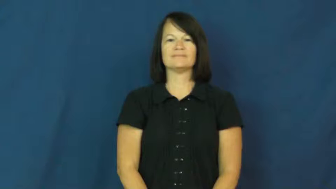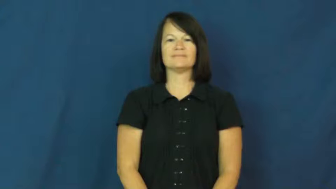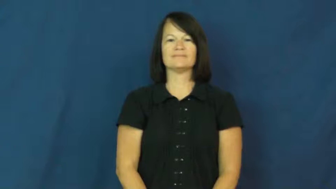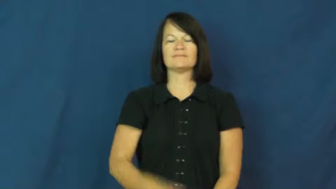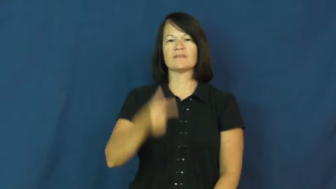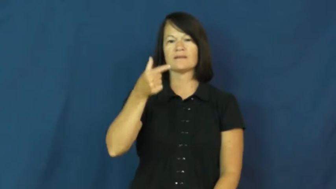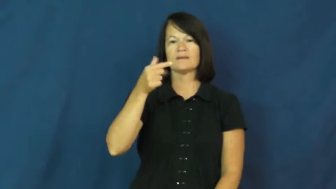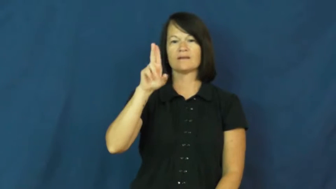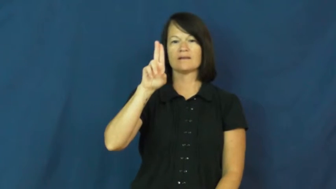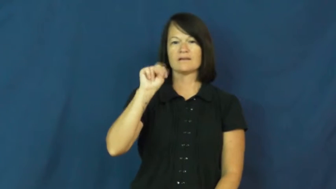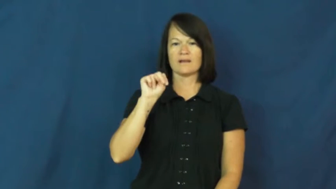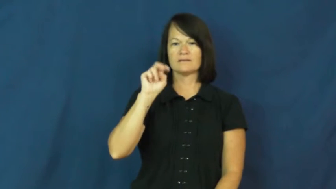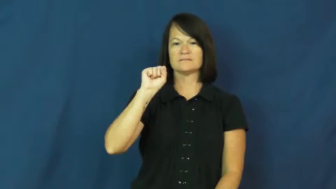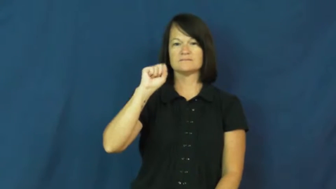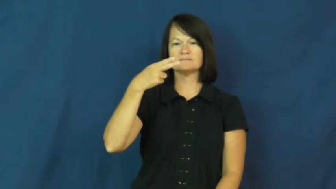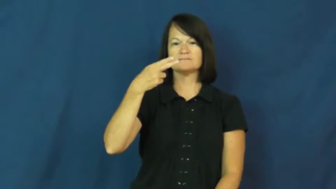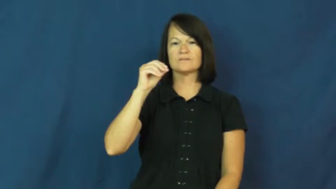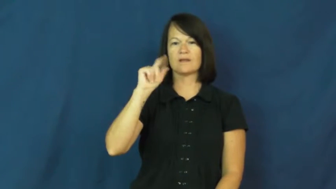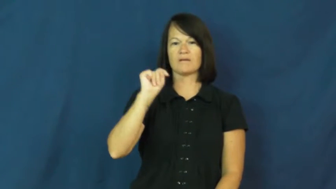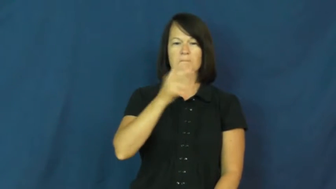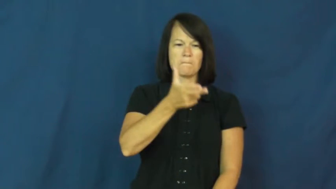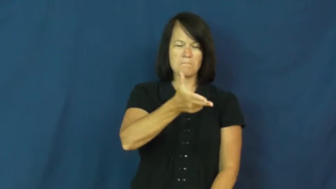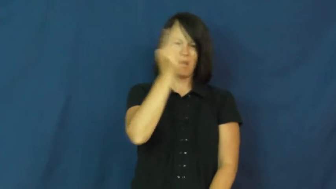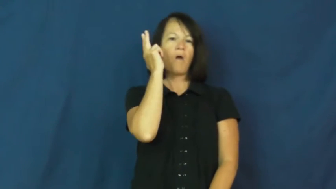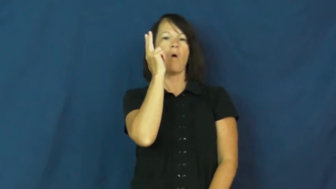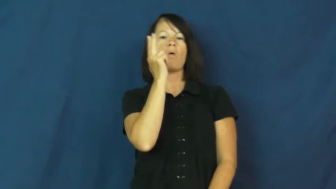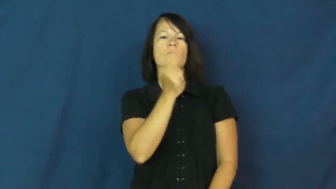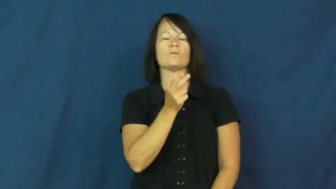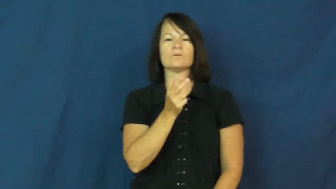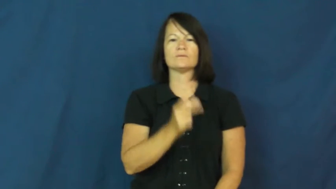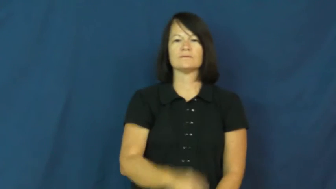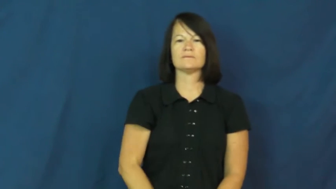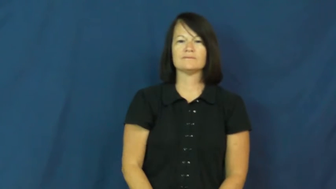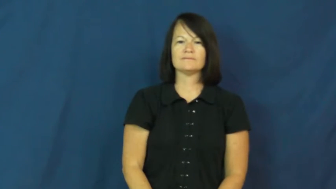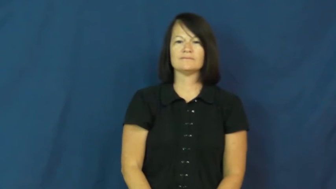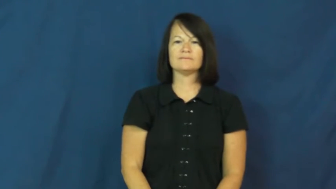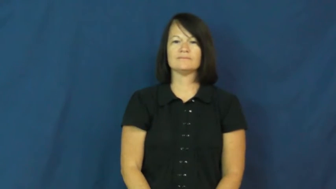gunshot